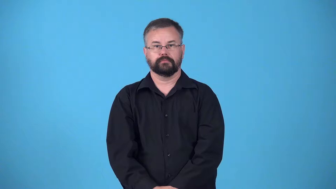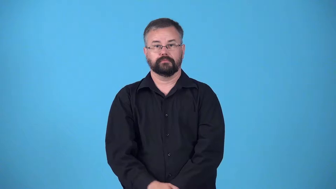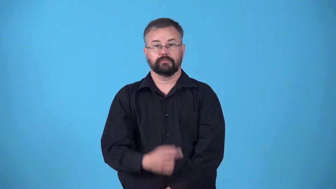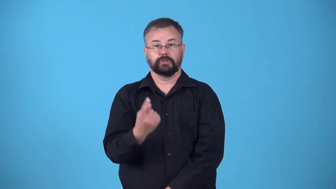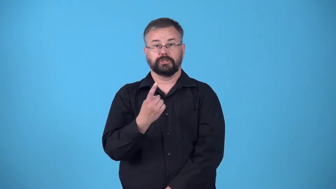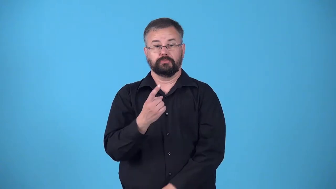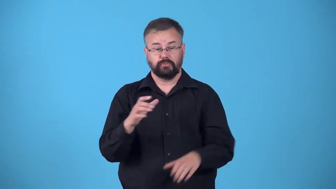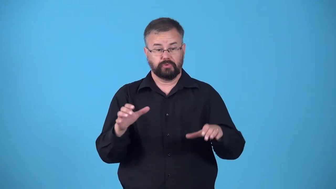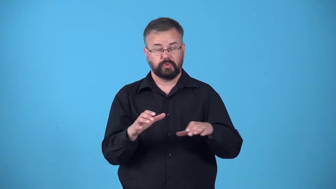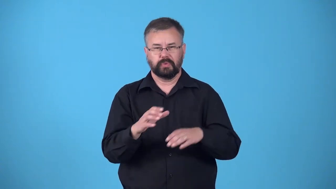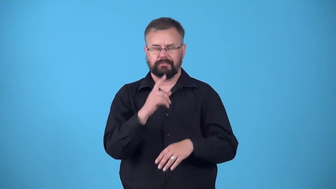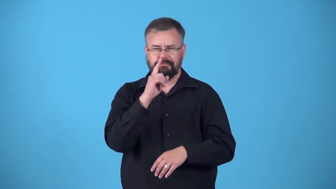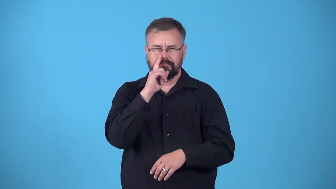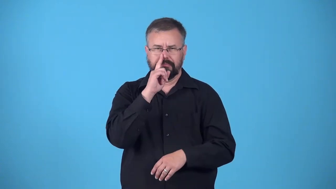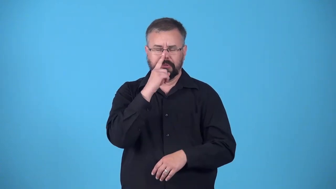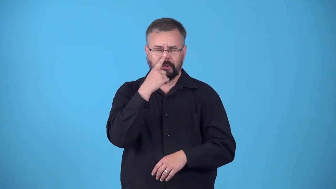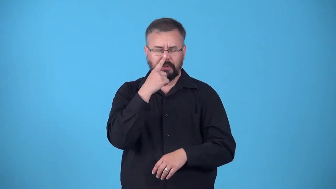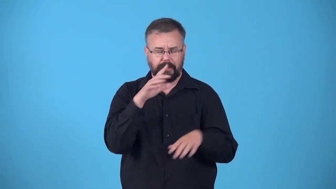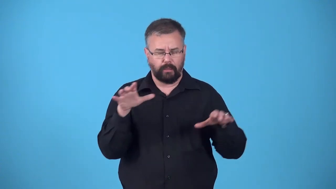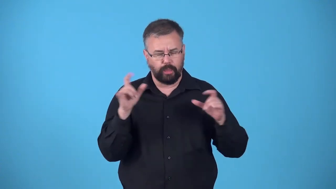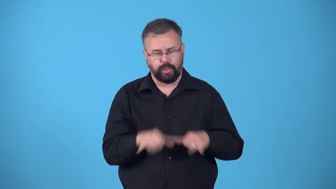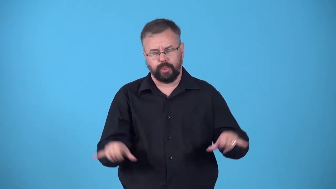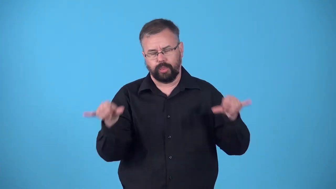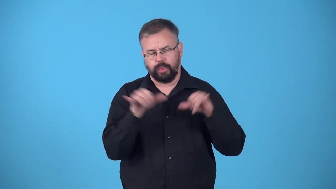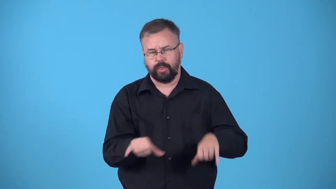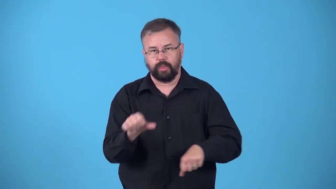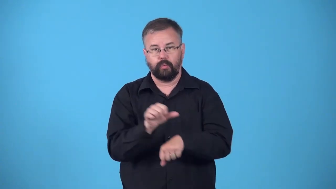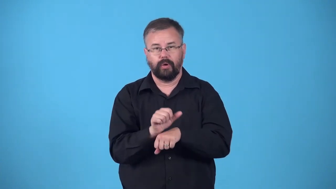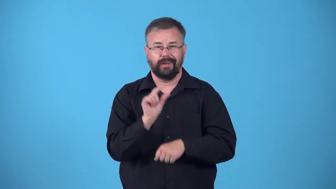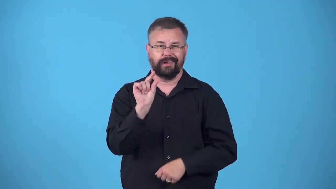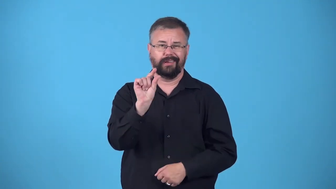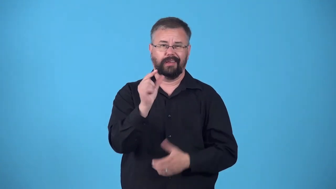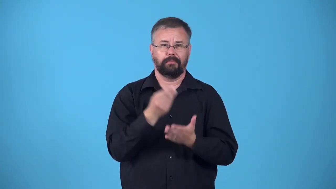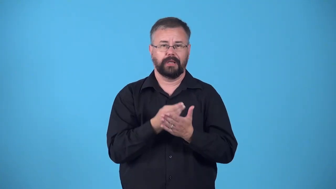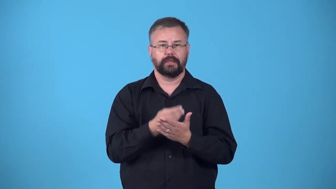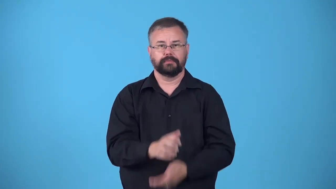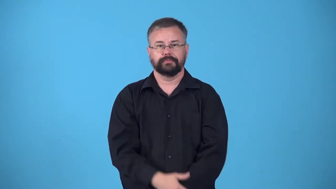drone,flunky,minion